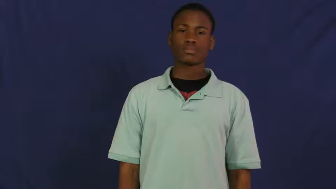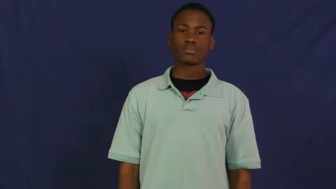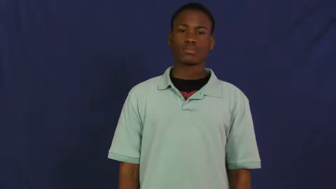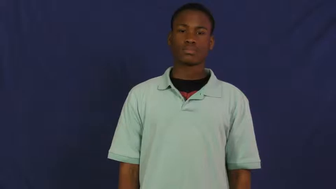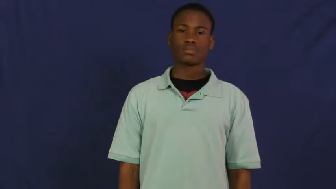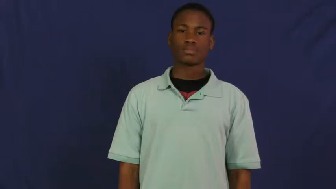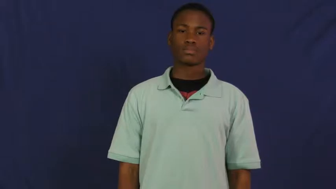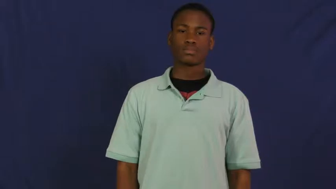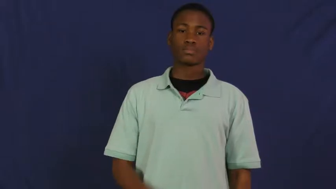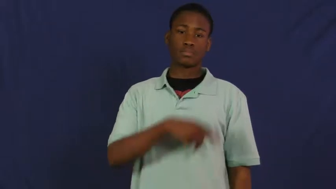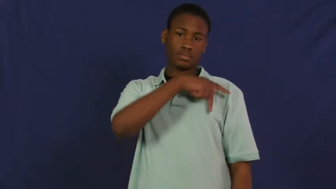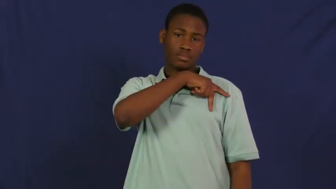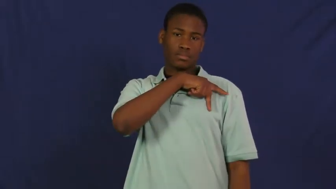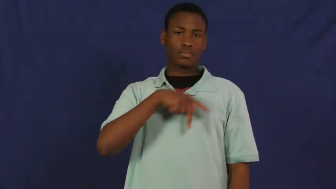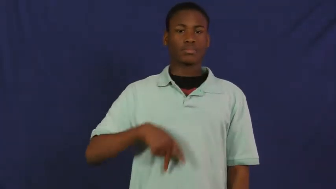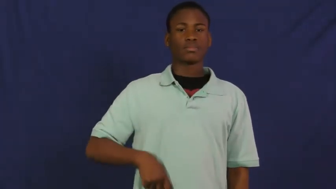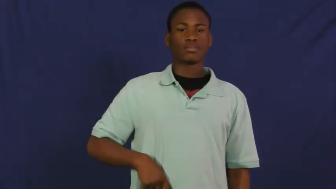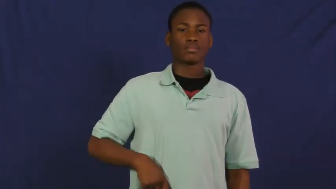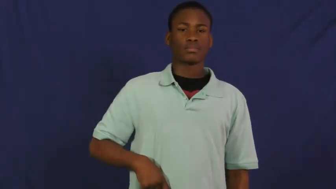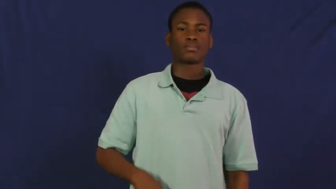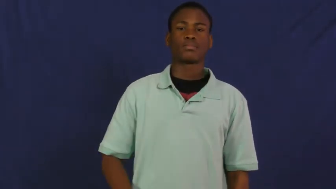prince